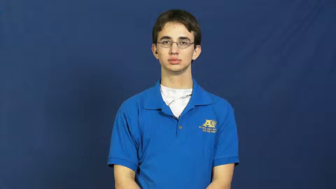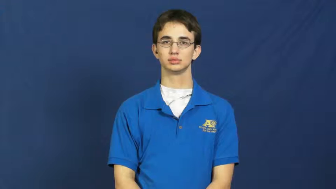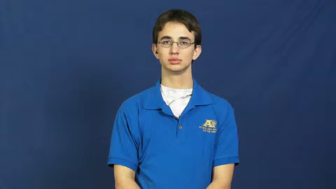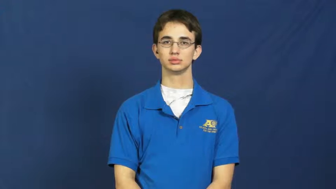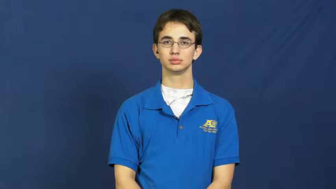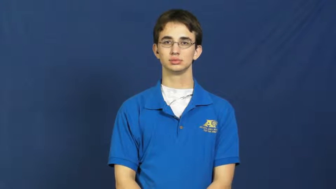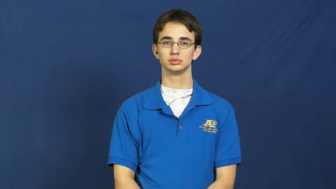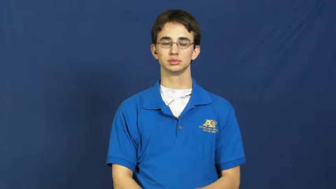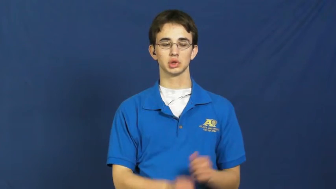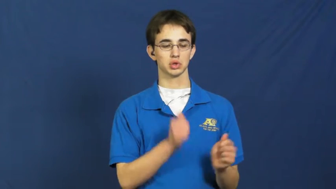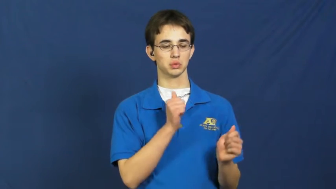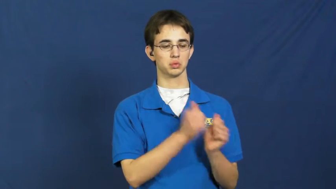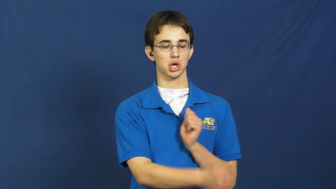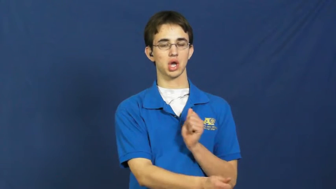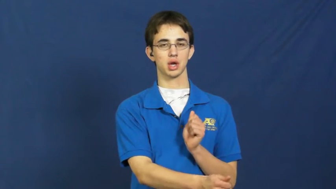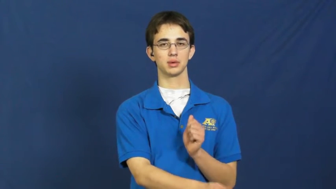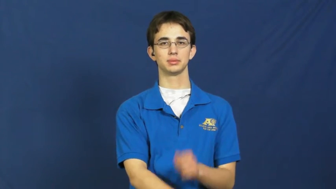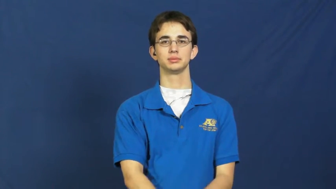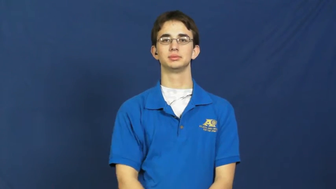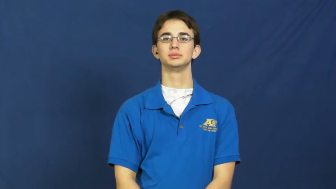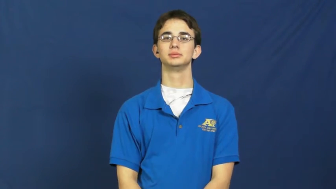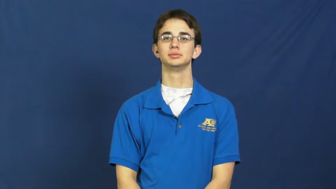pass,pass by,pass through